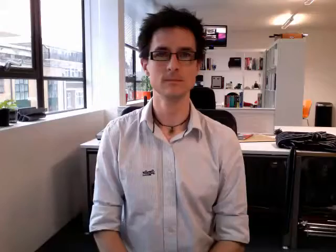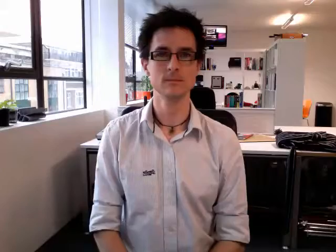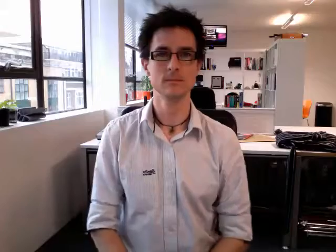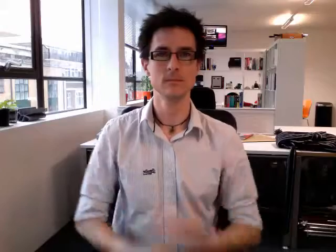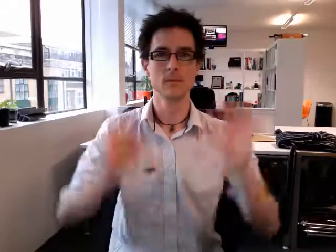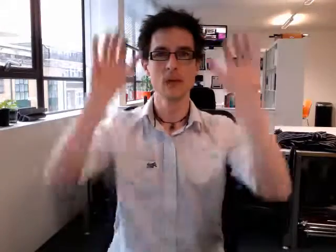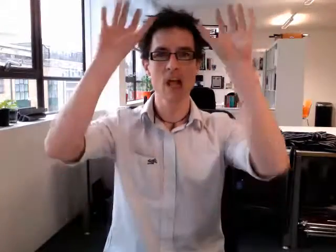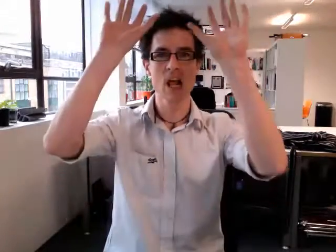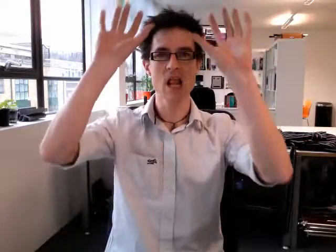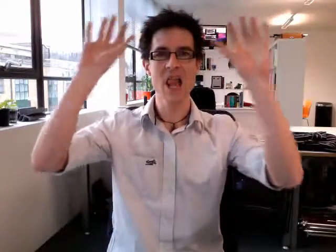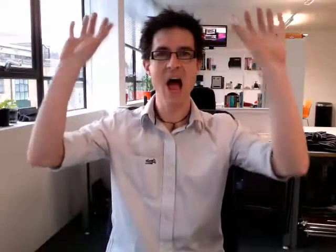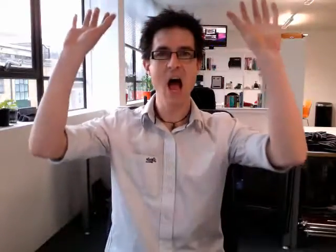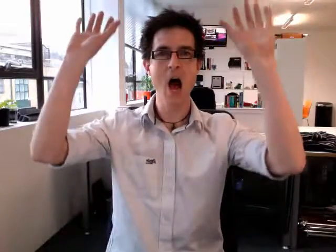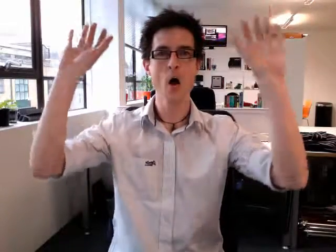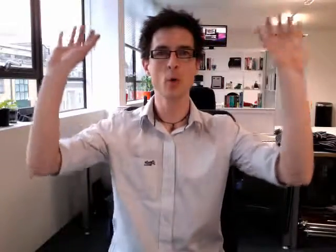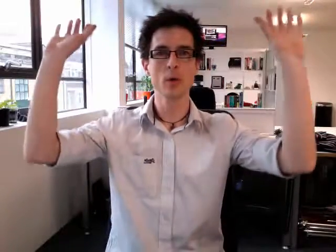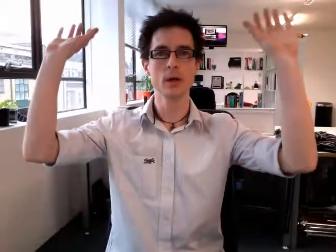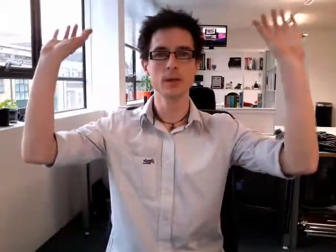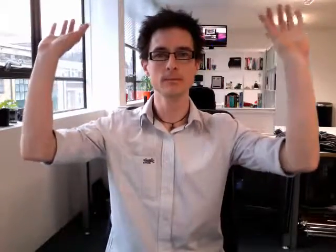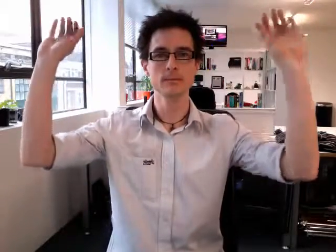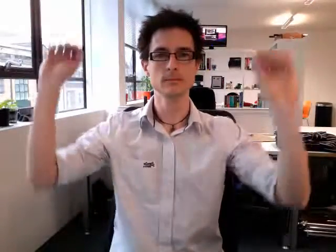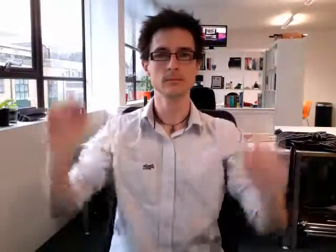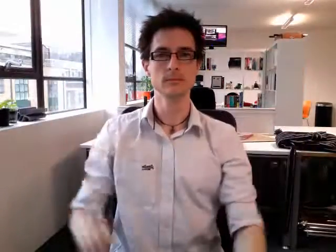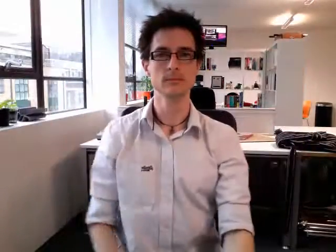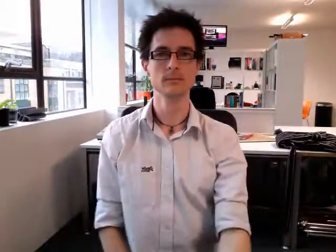clouds